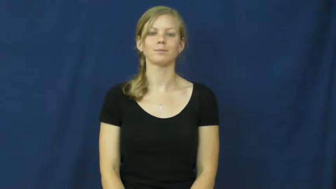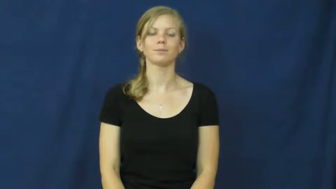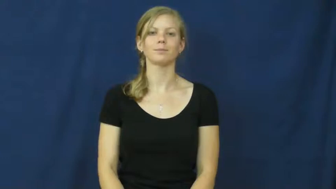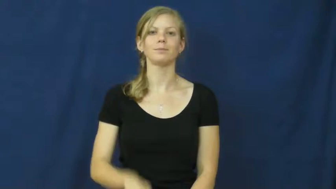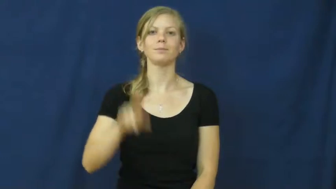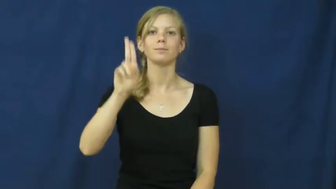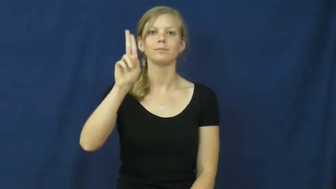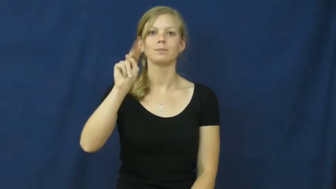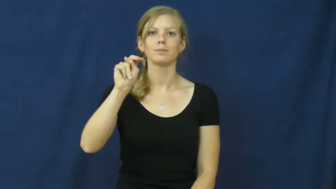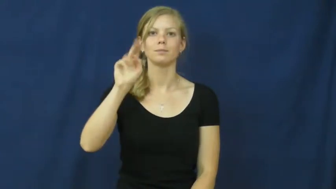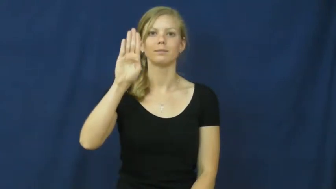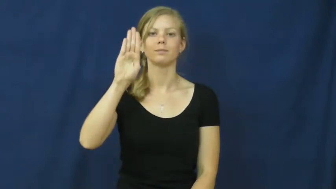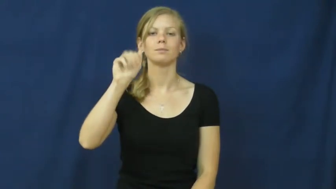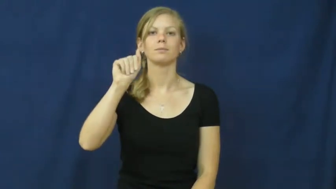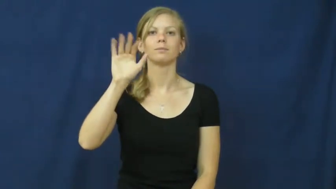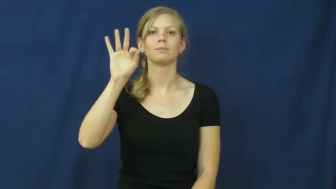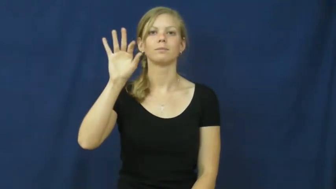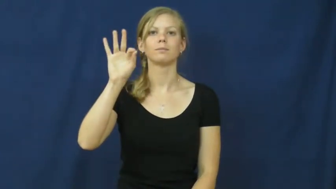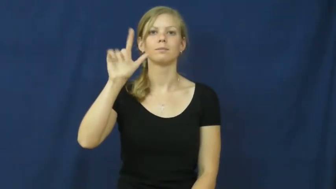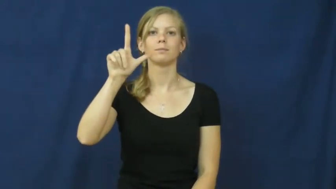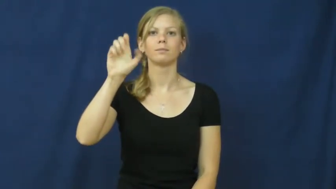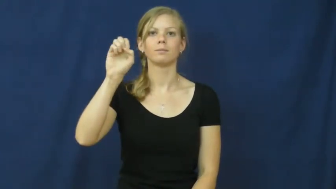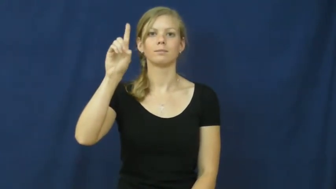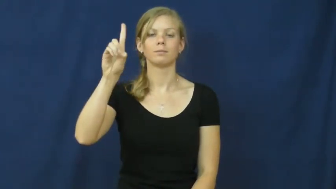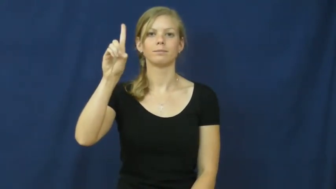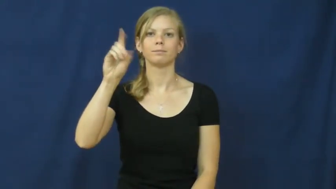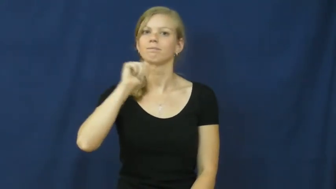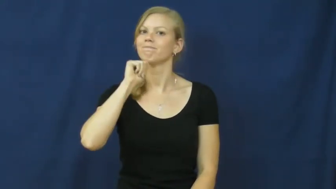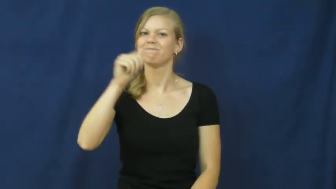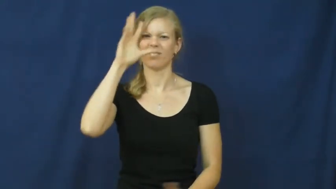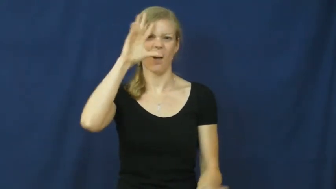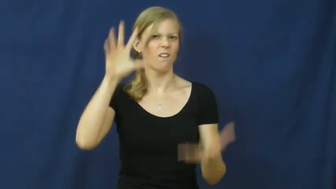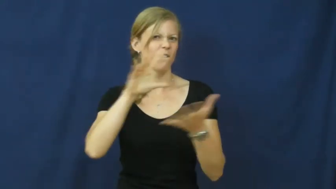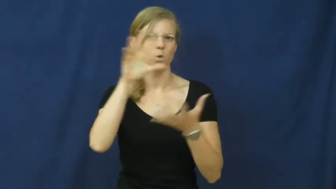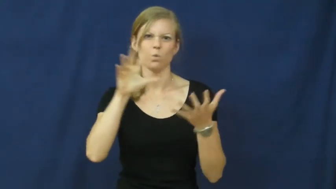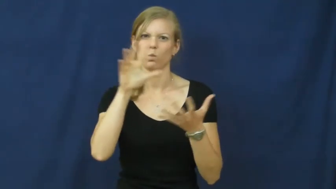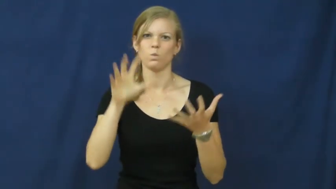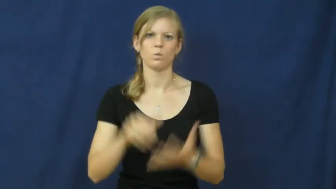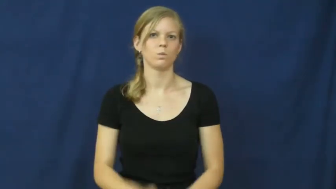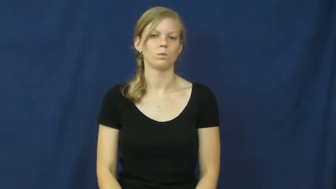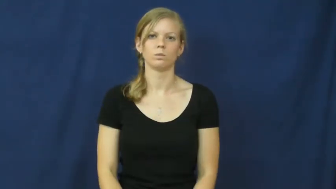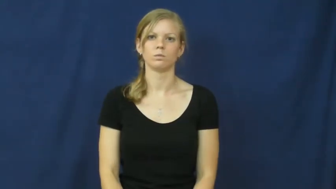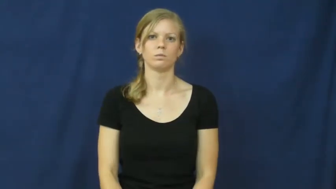unbaffled